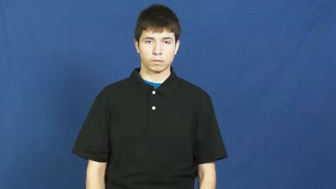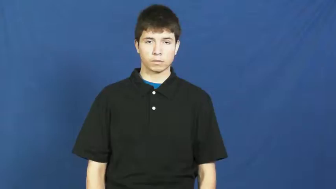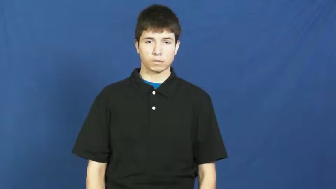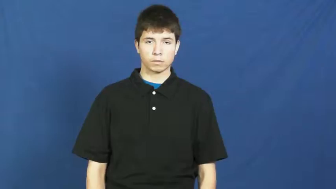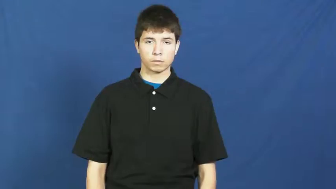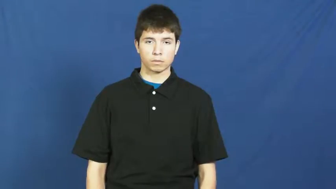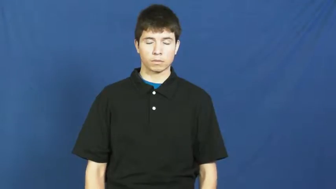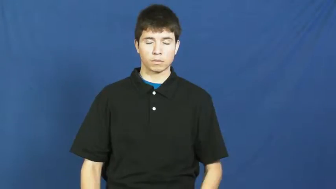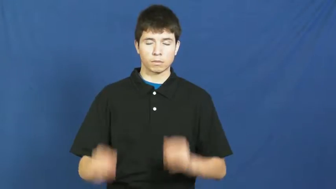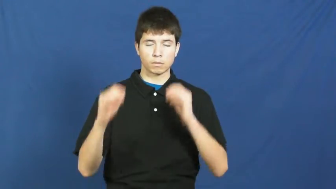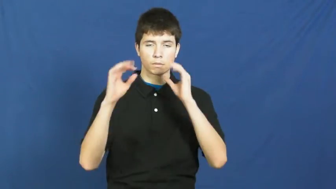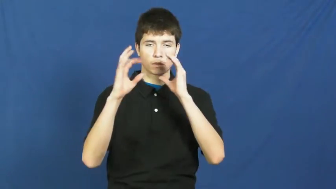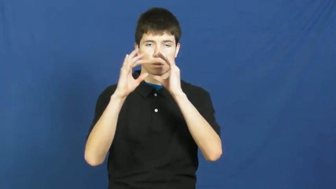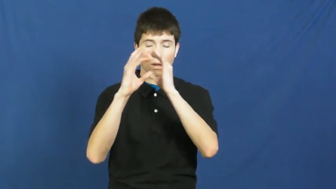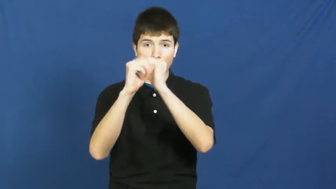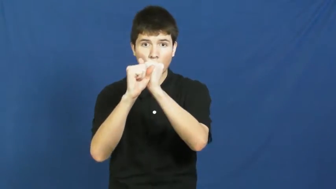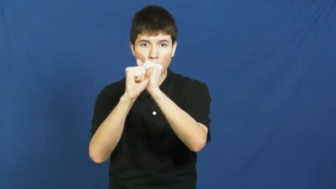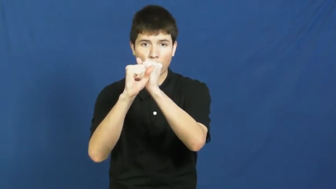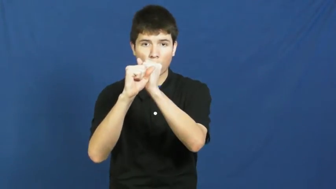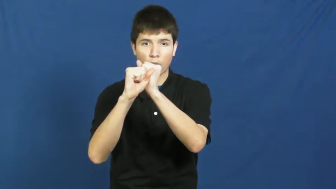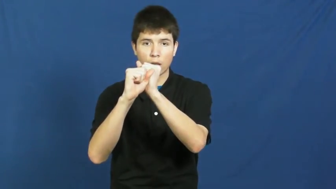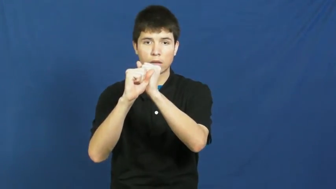go for-want